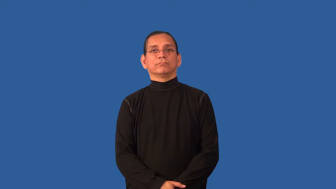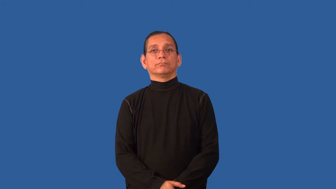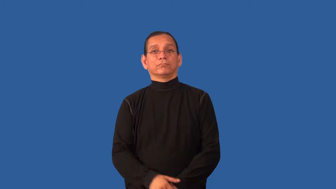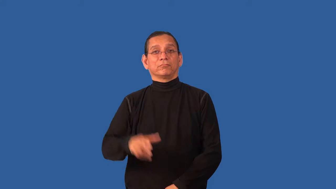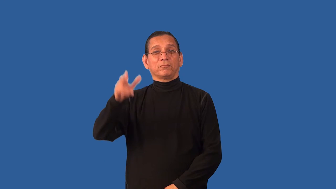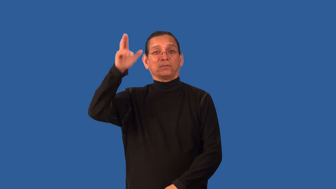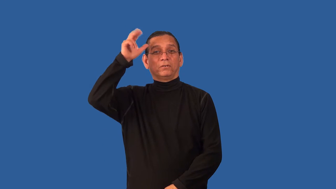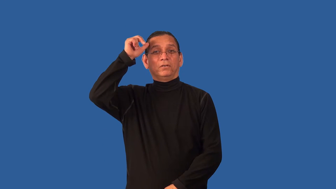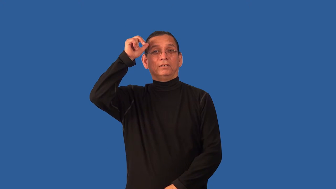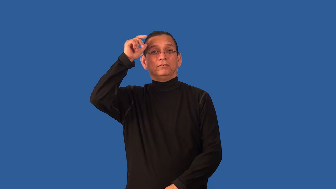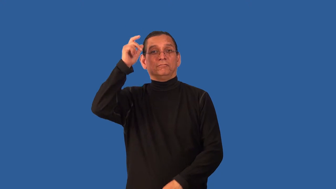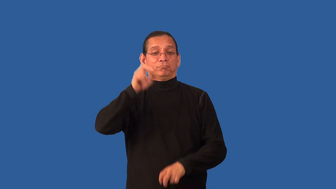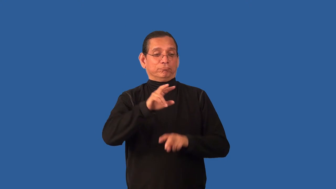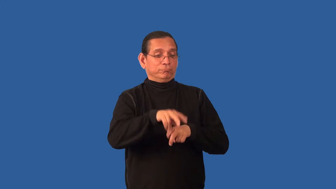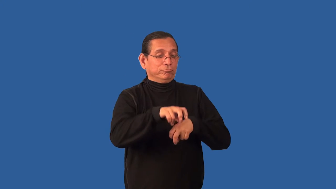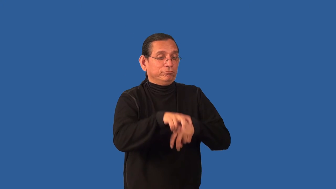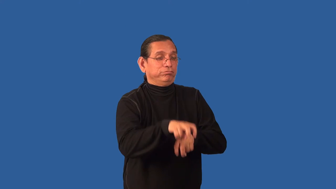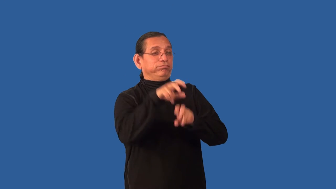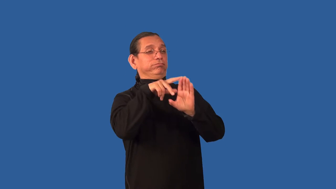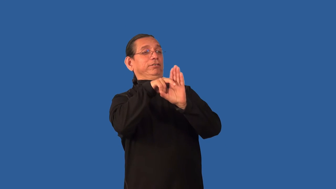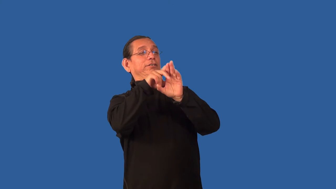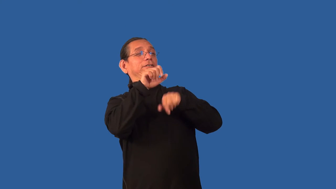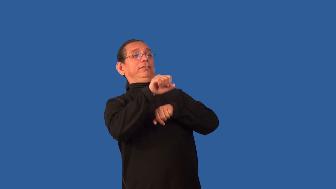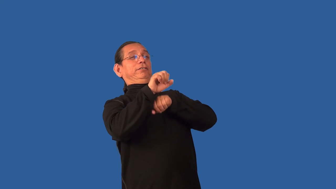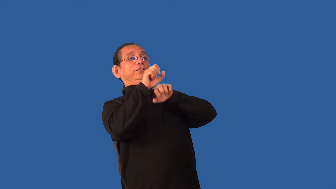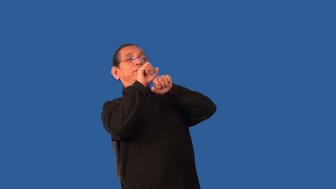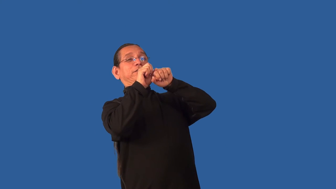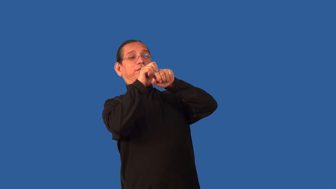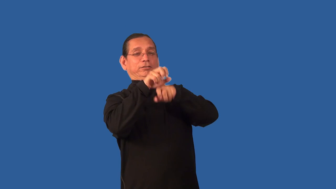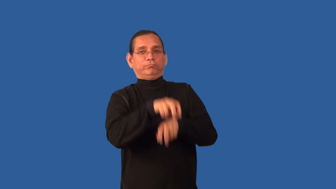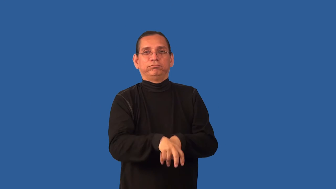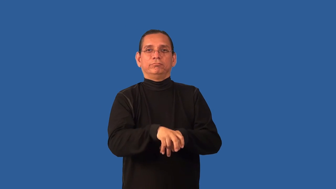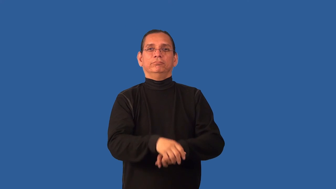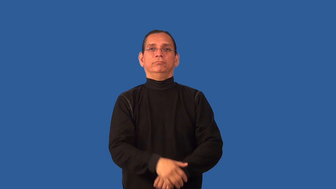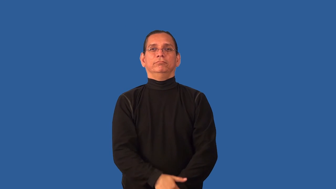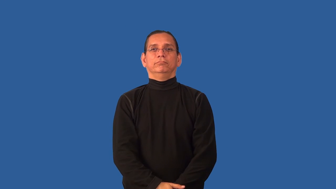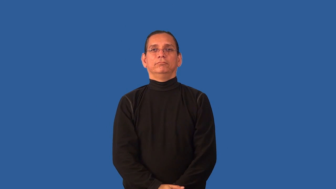bronco